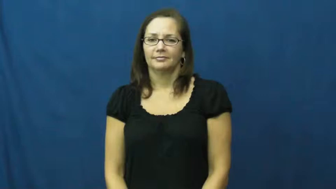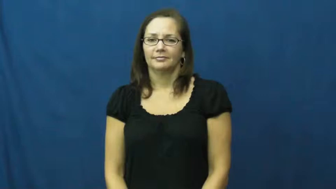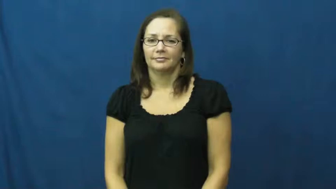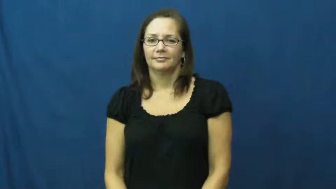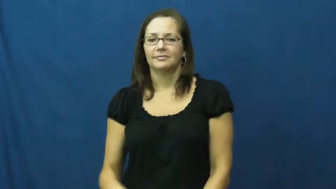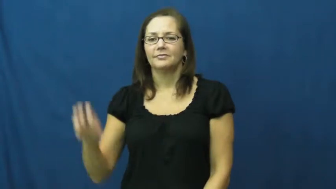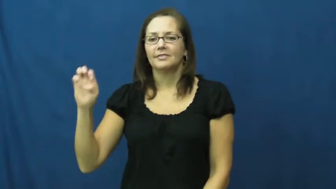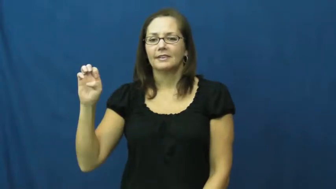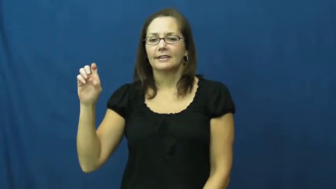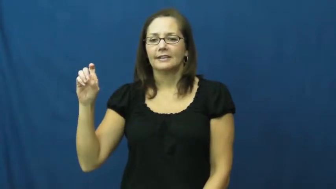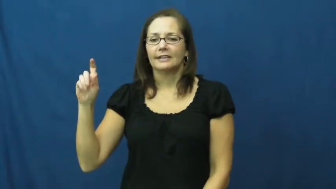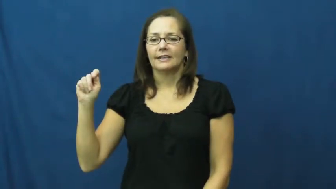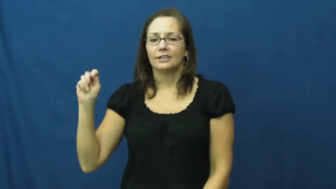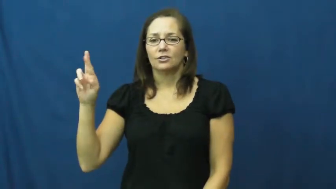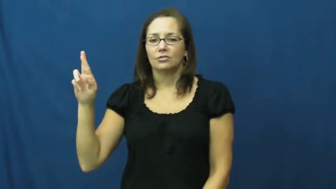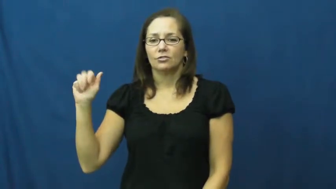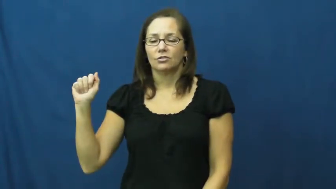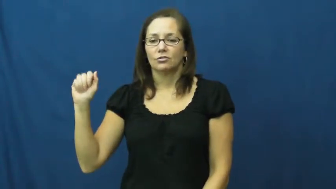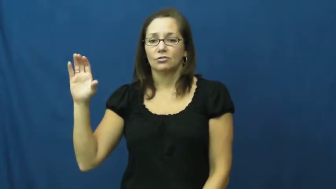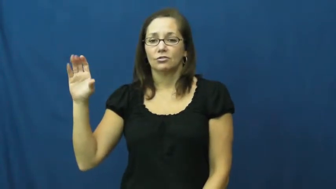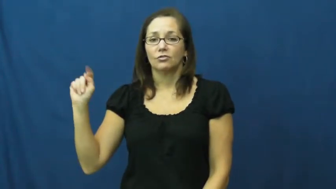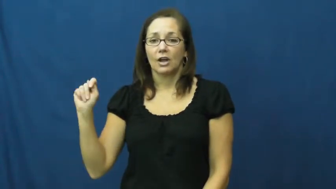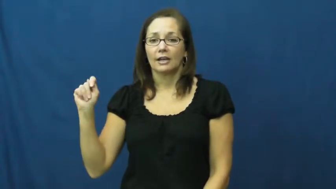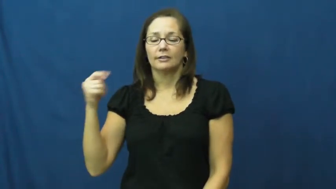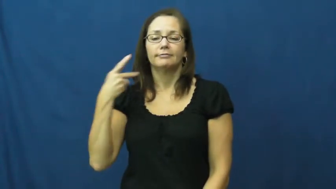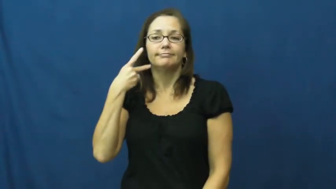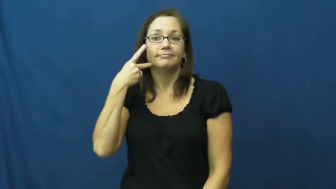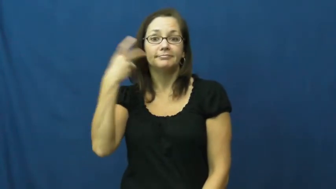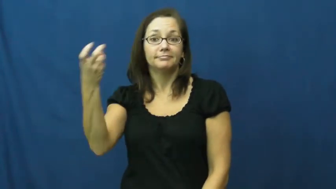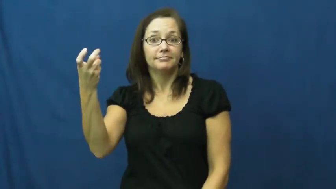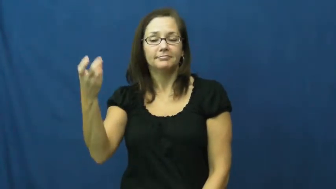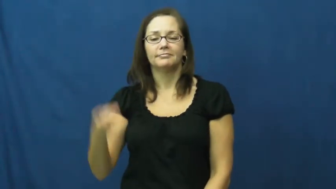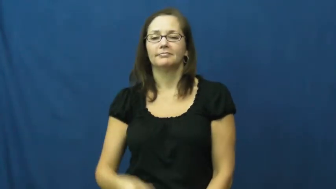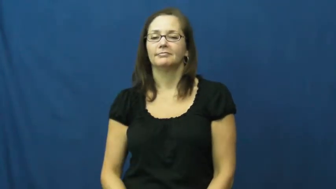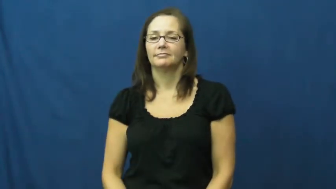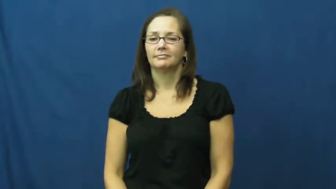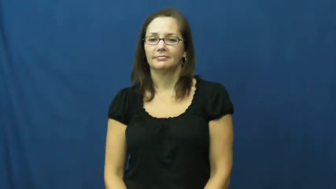extract-tooth